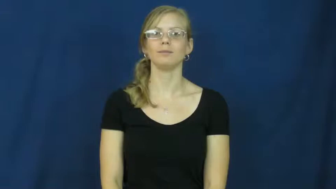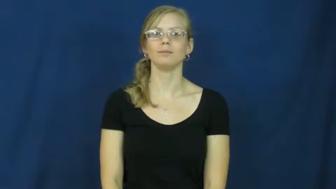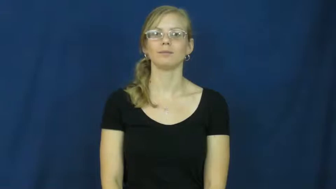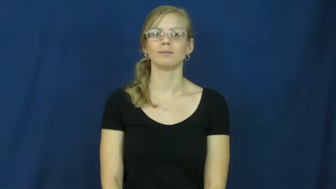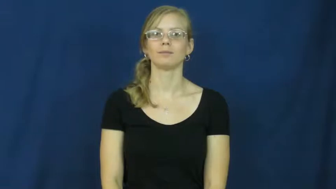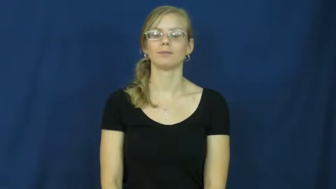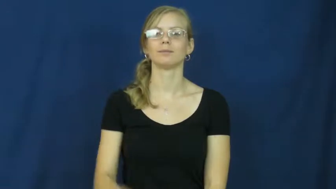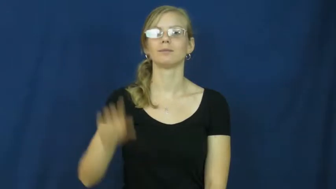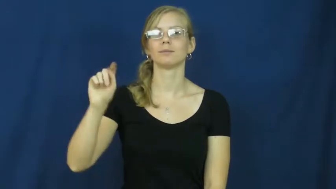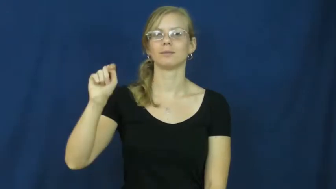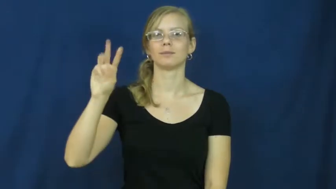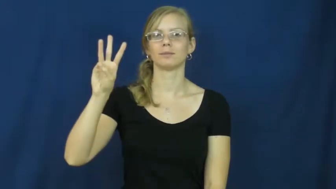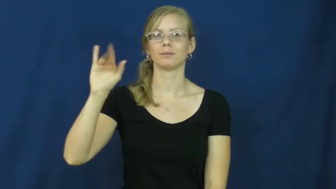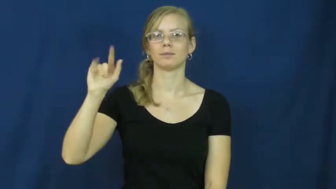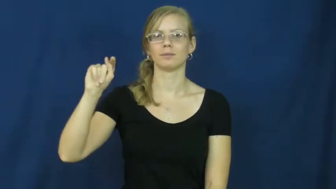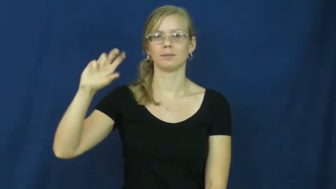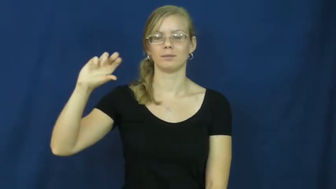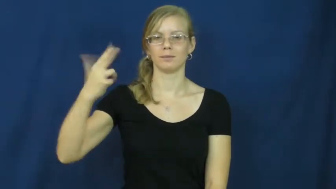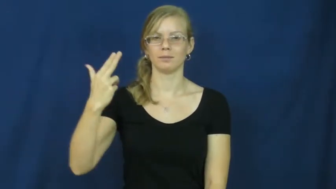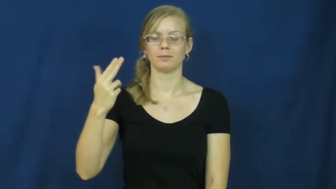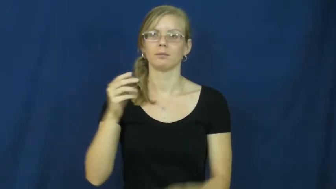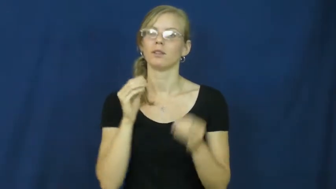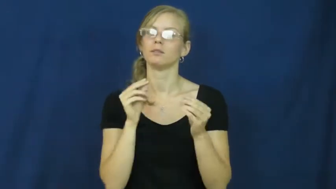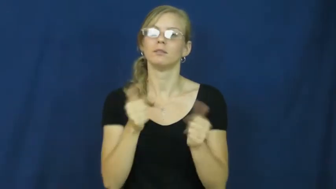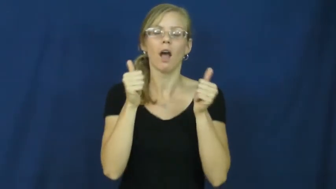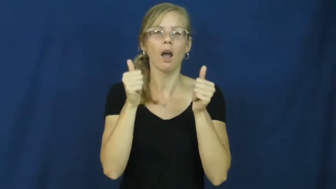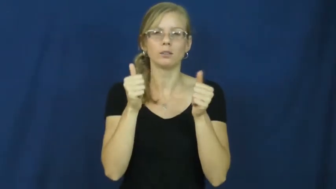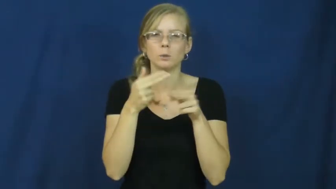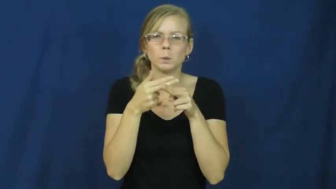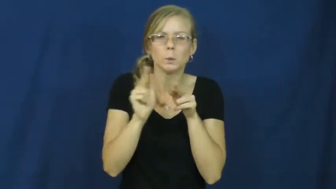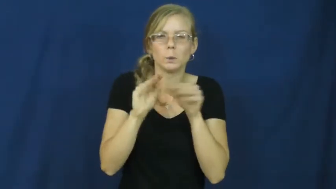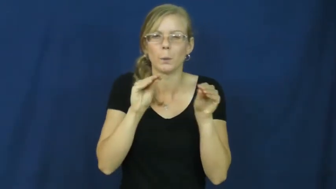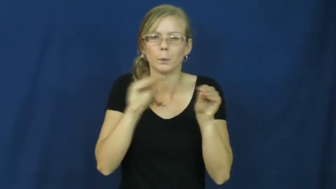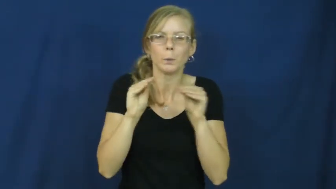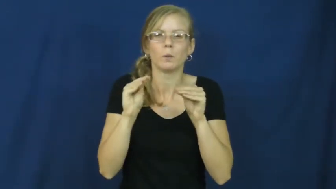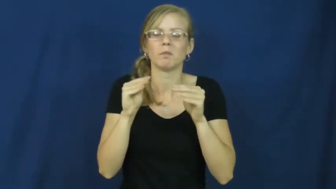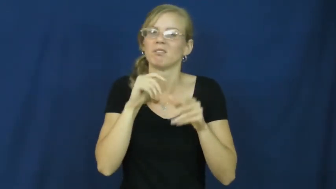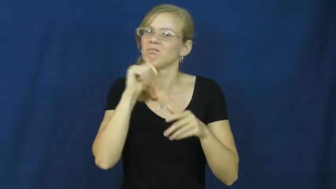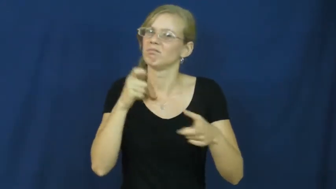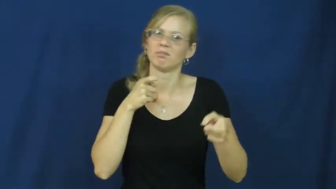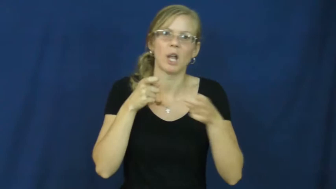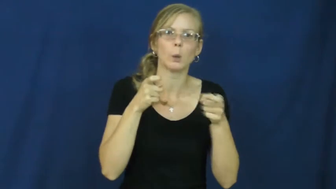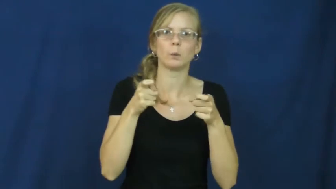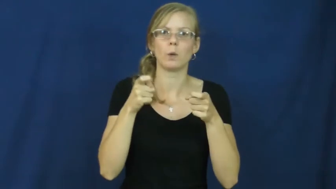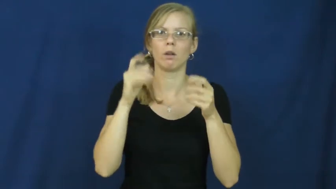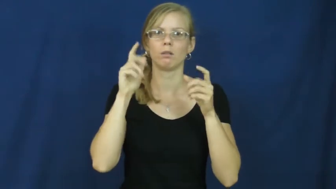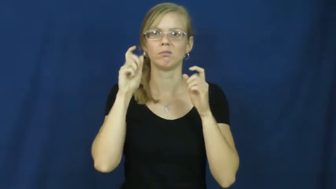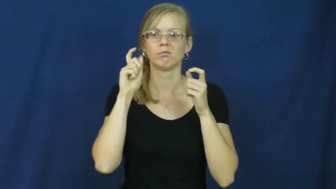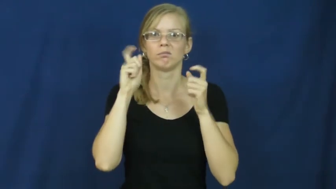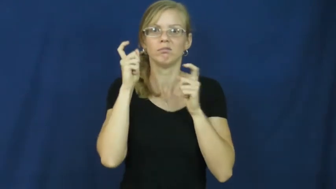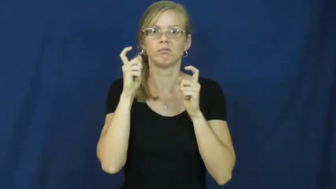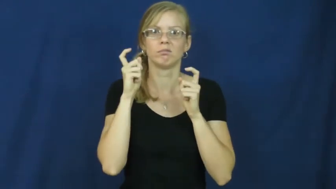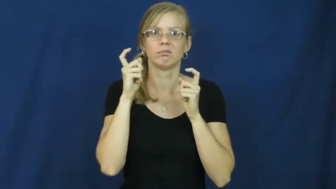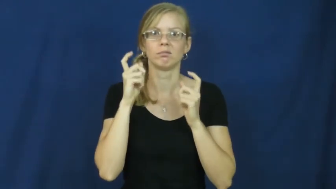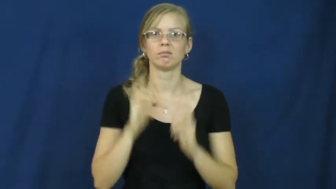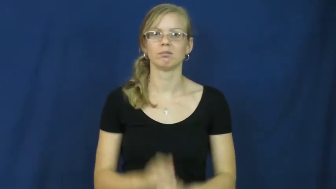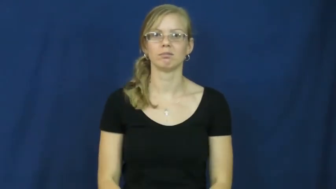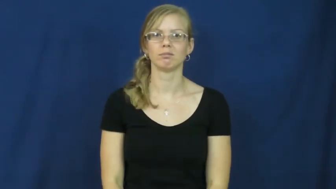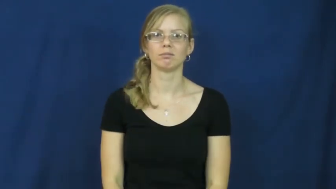twitch